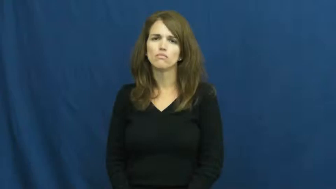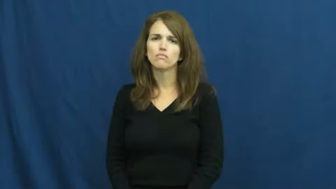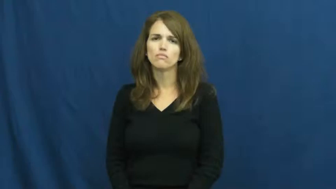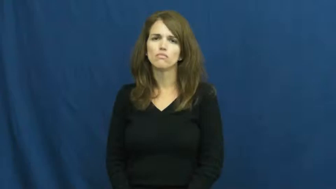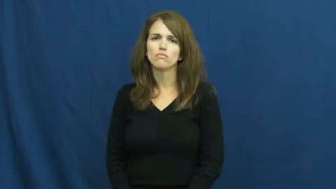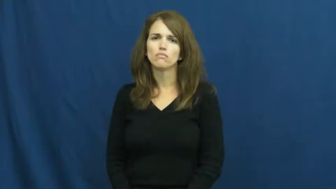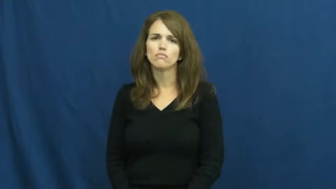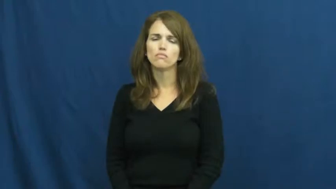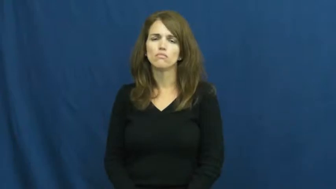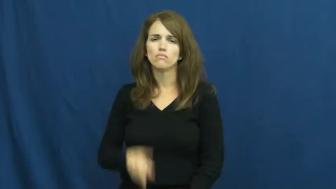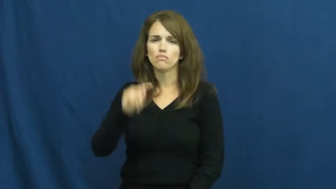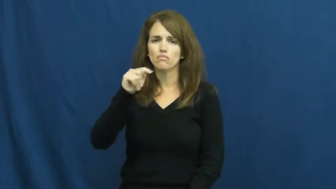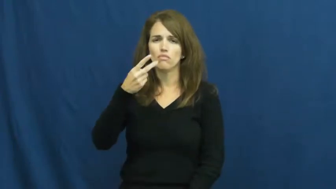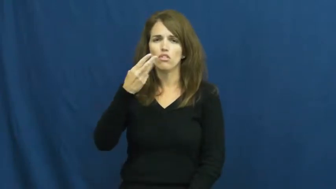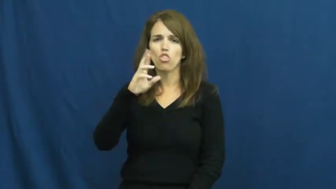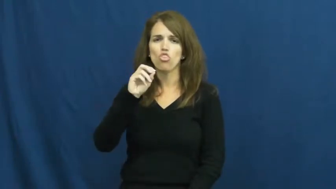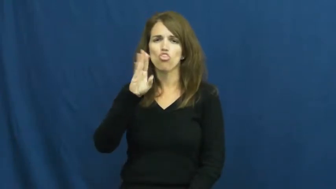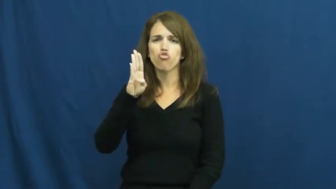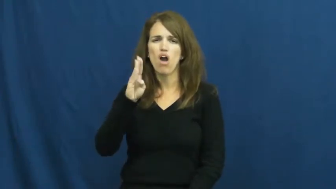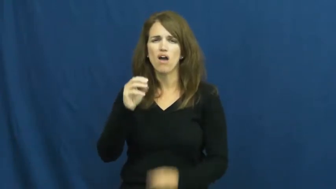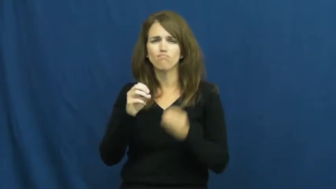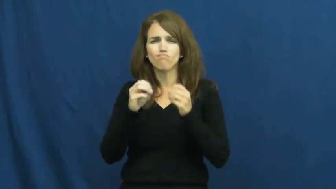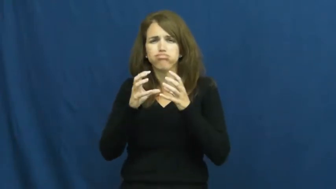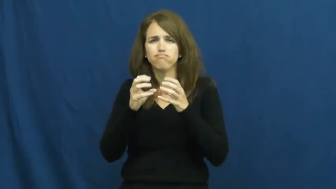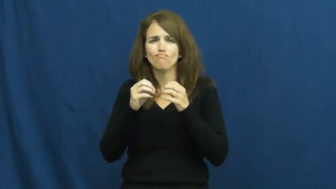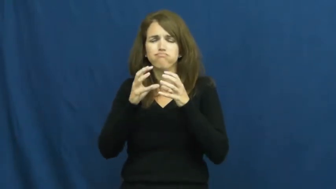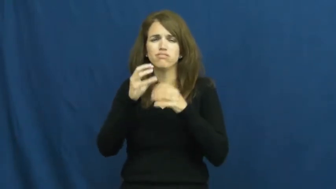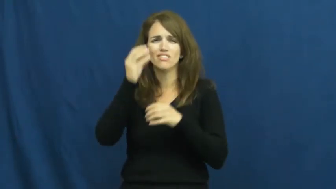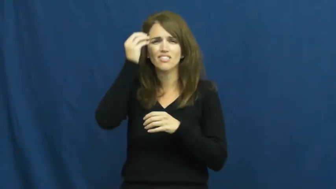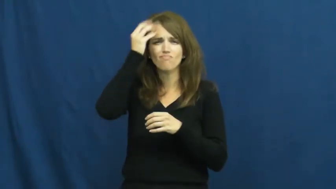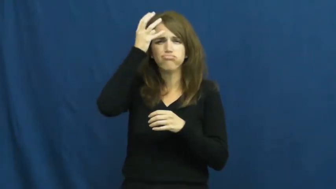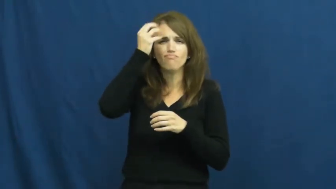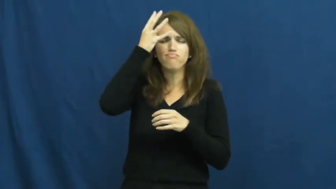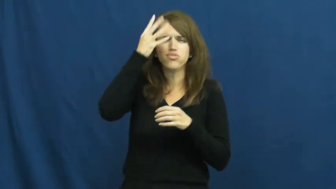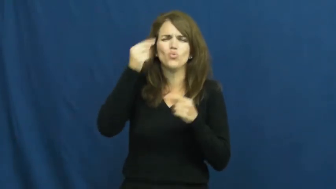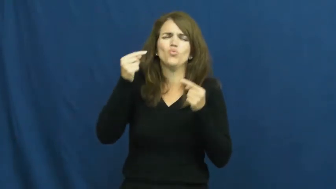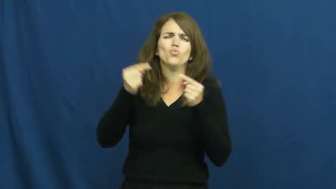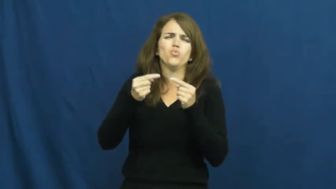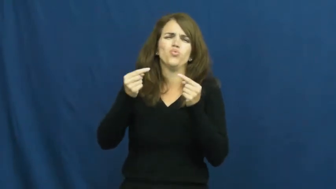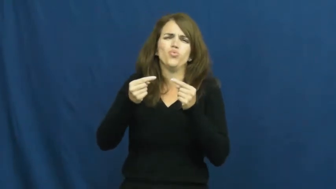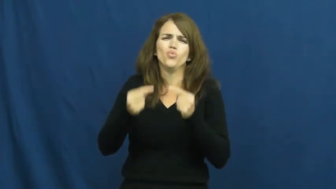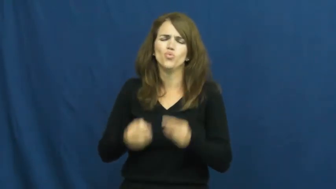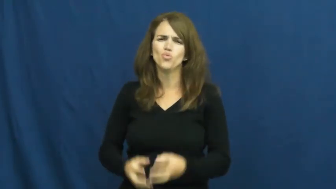throb